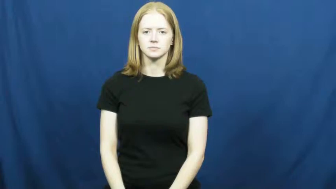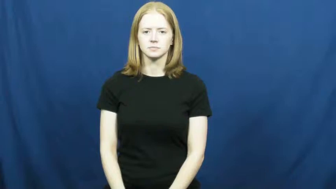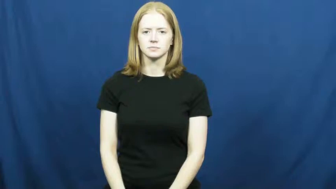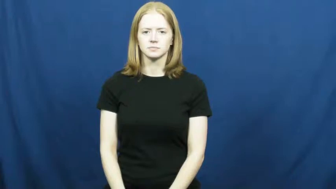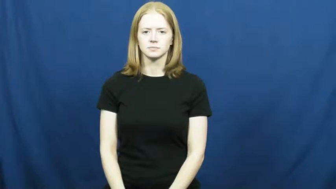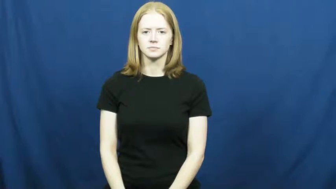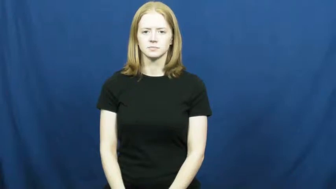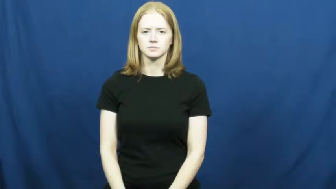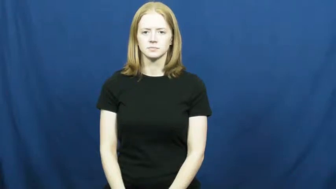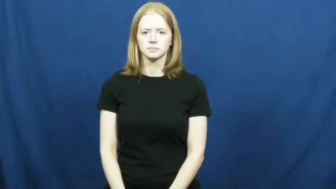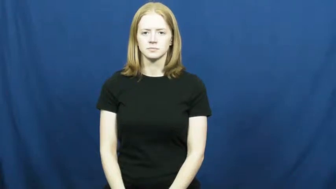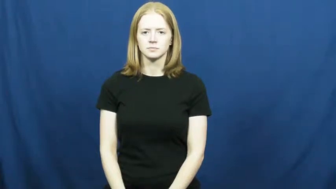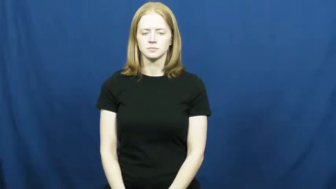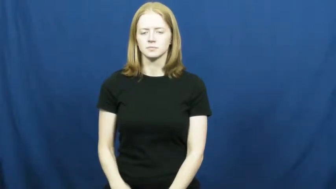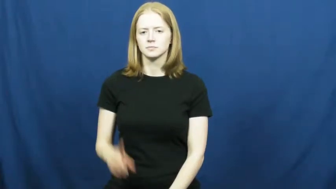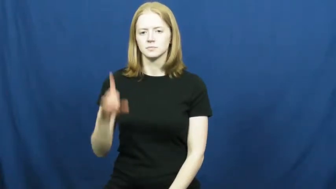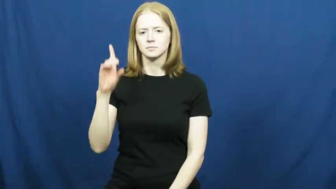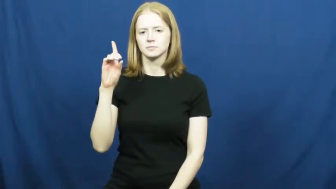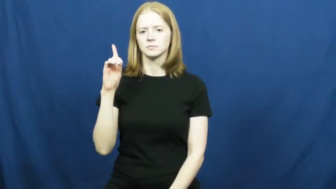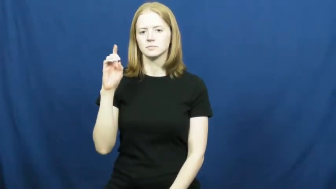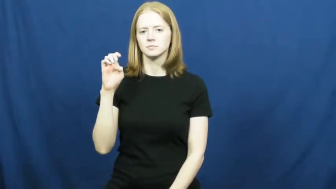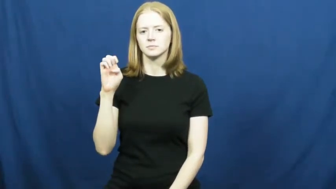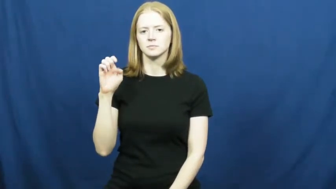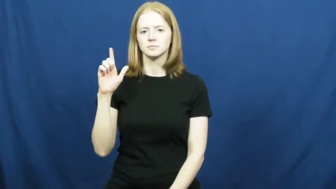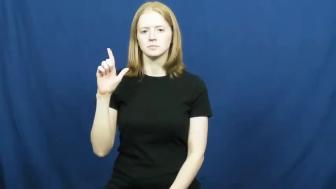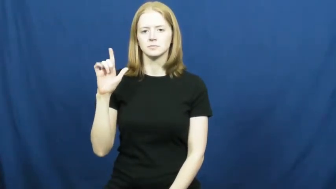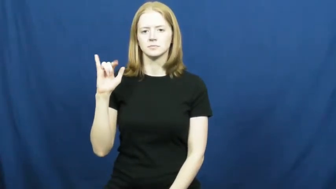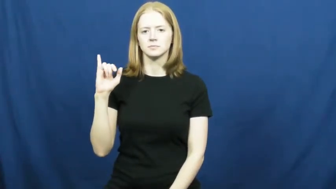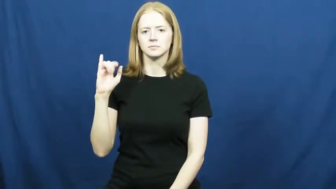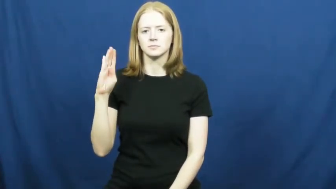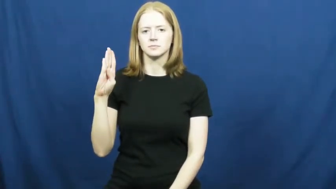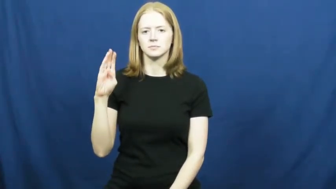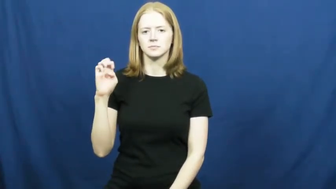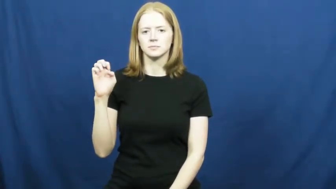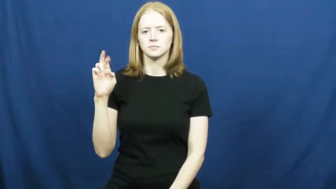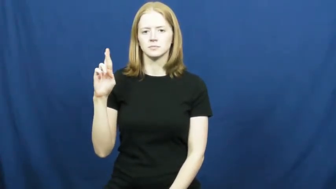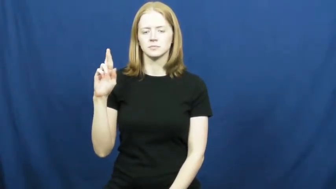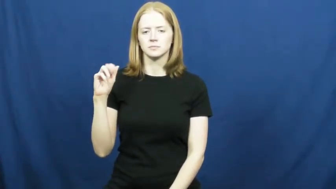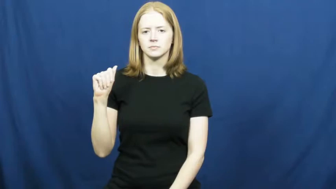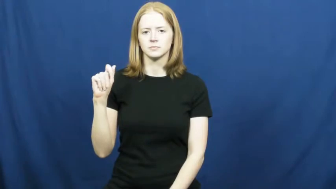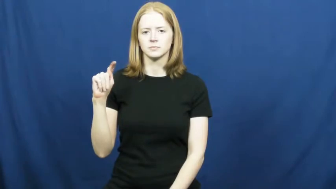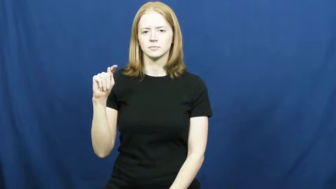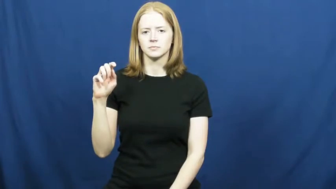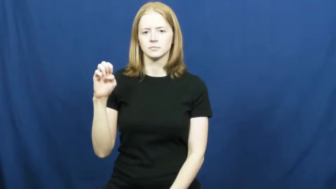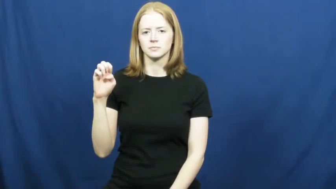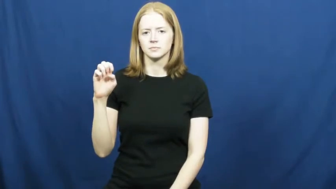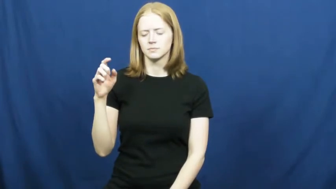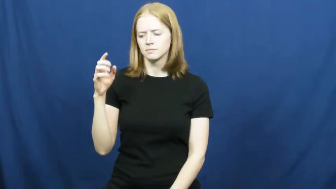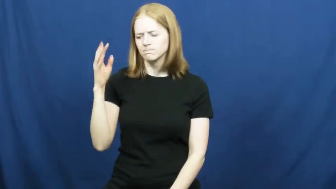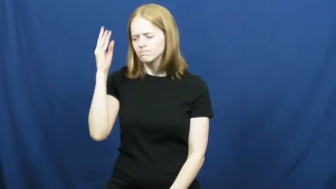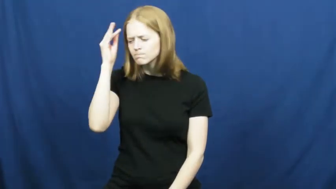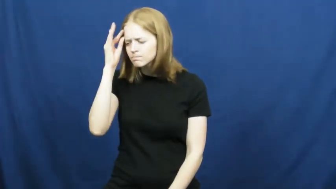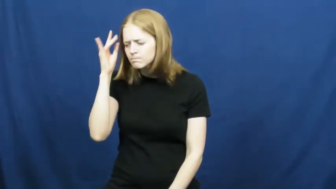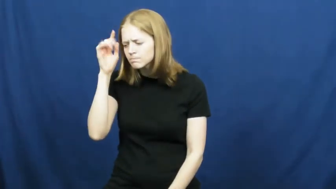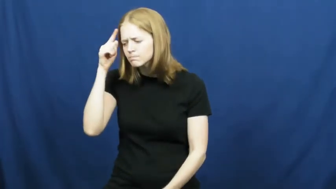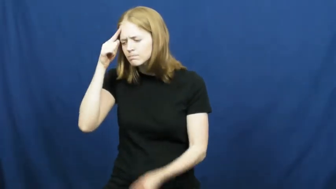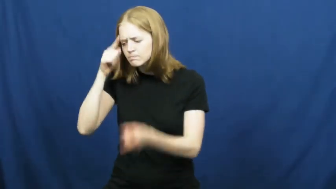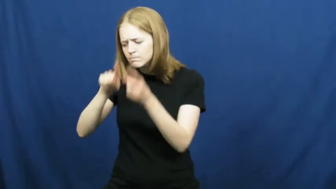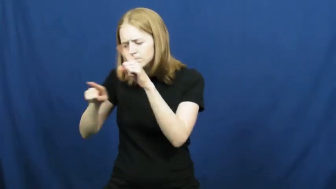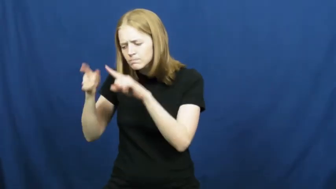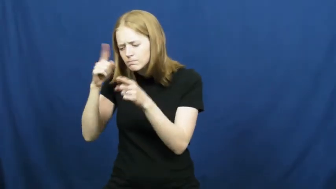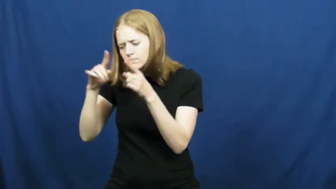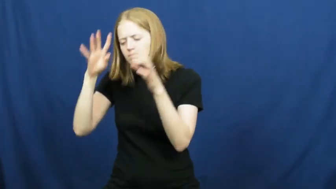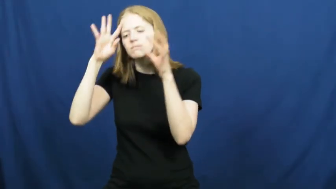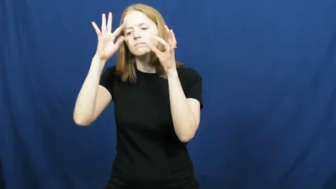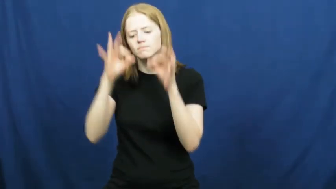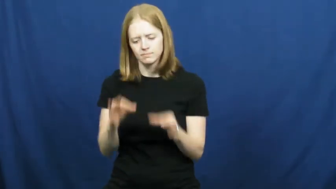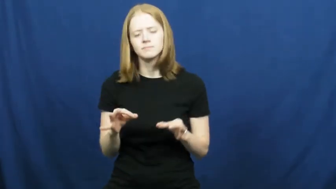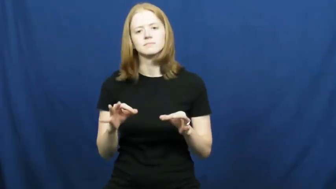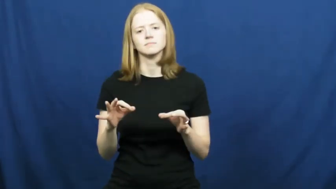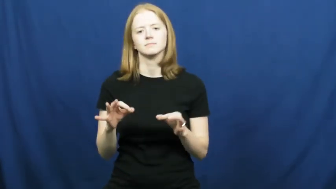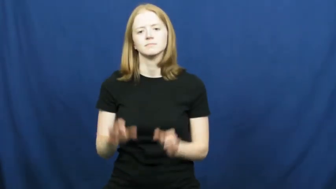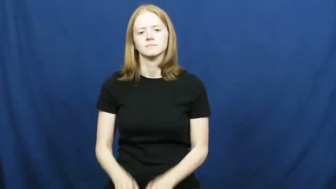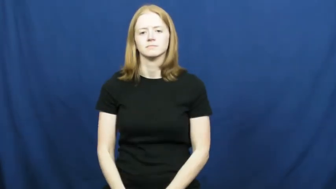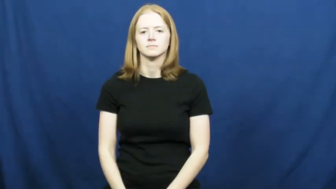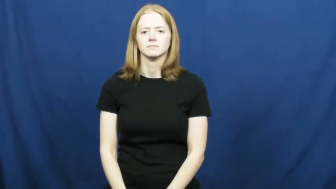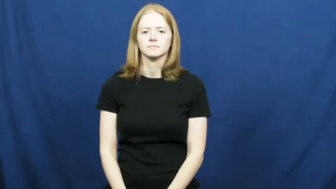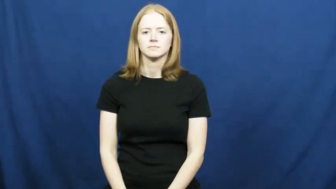deliberate-discuss